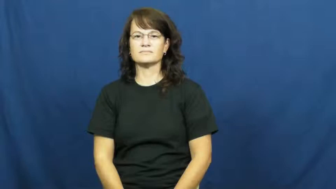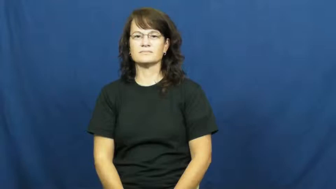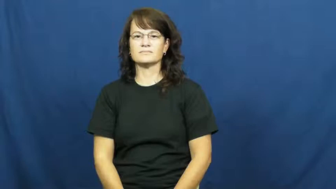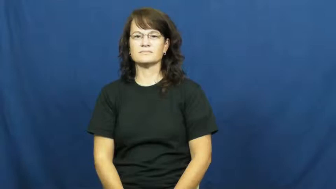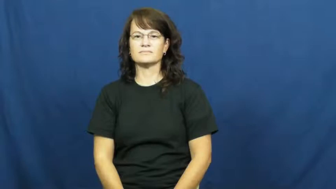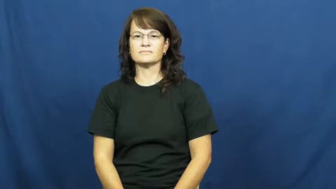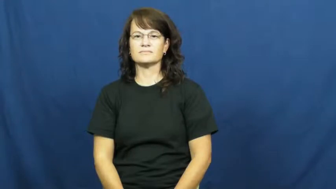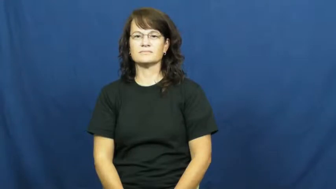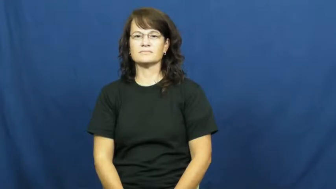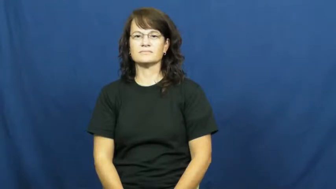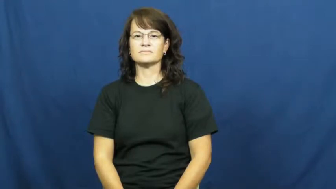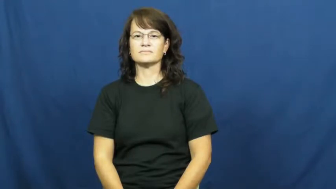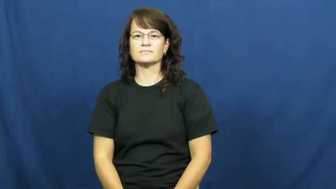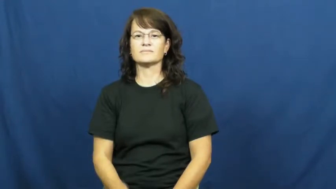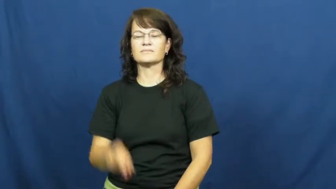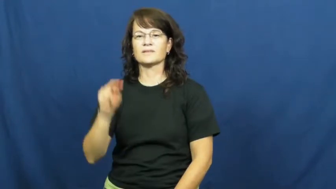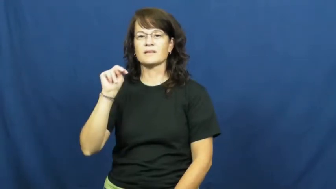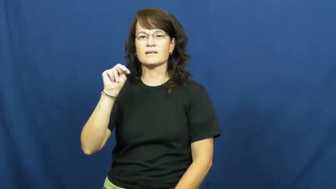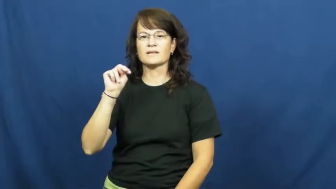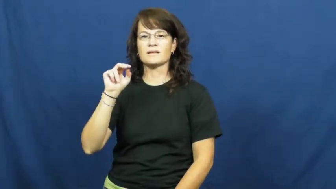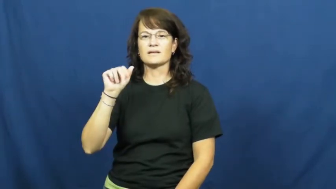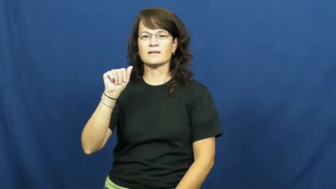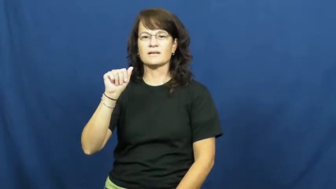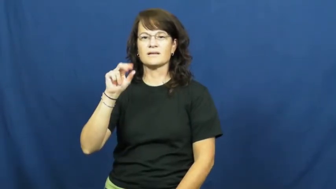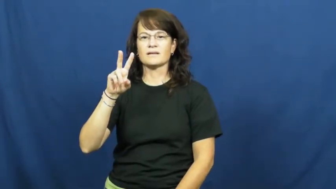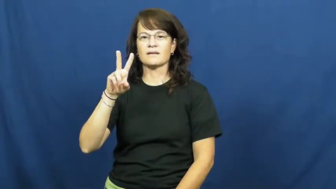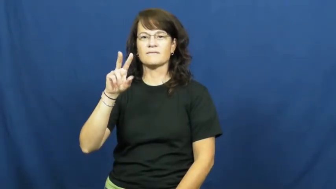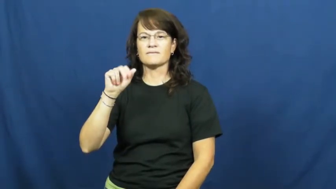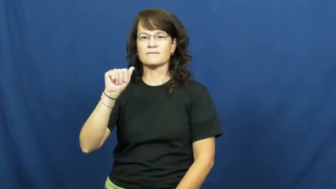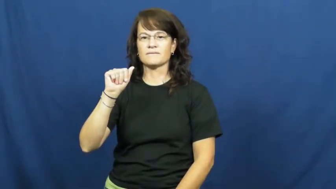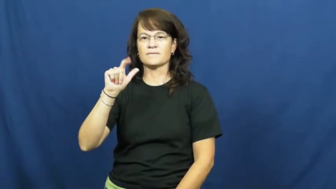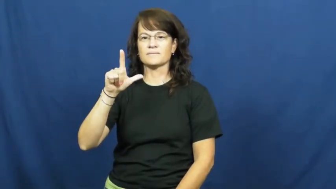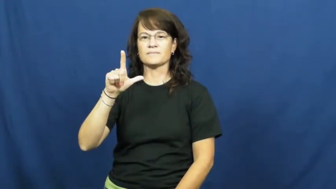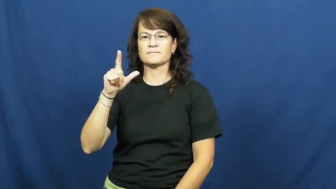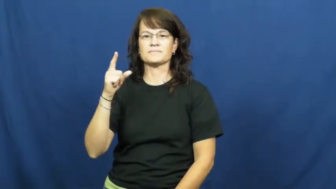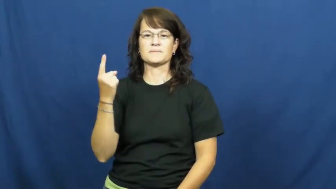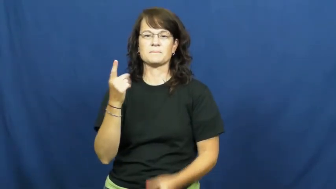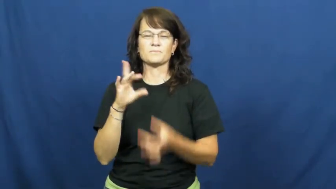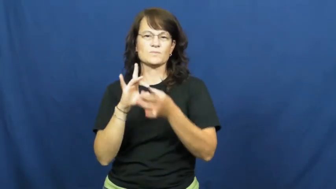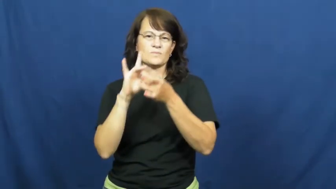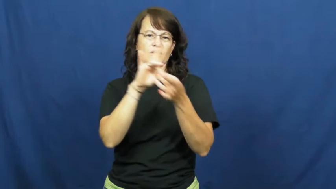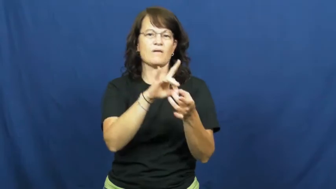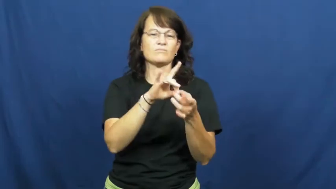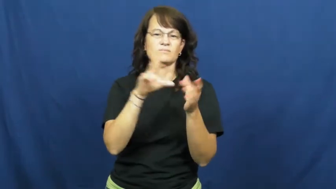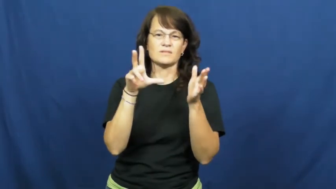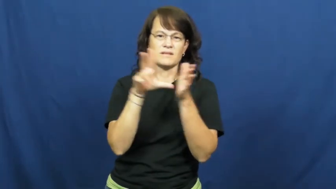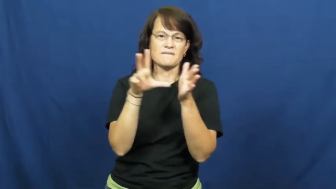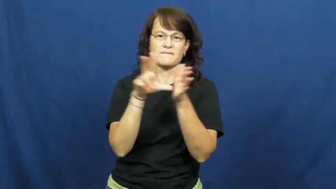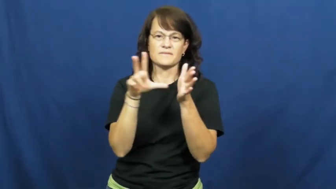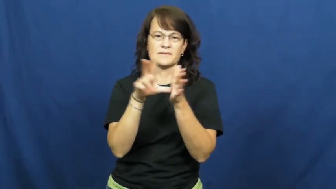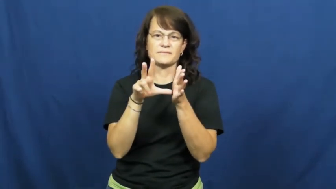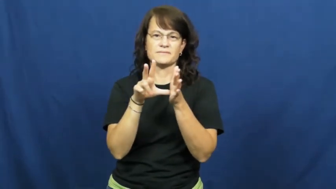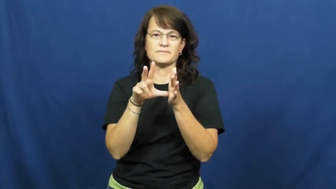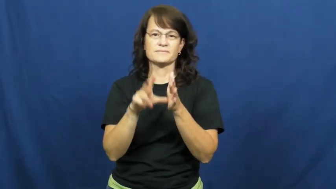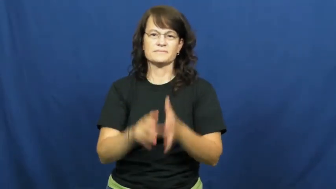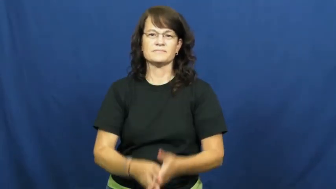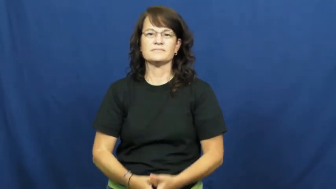naval